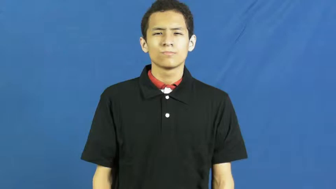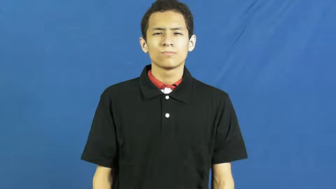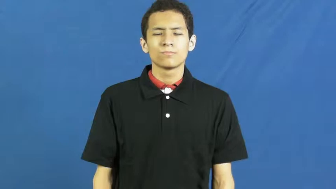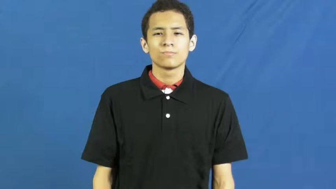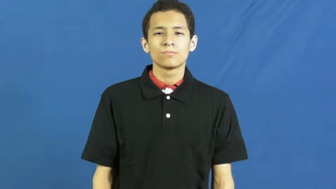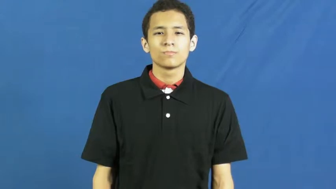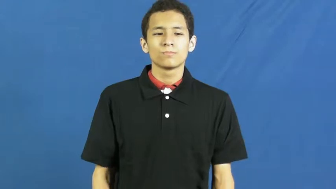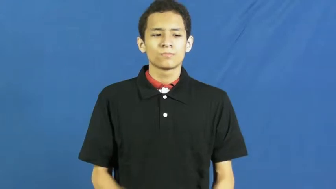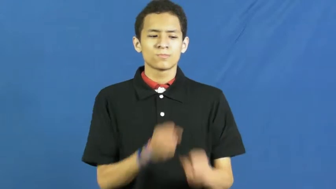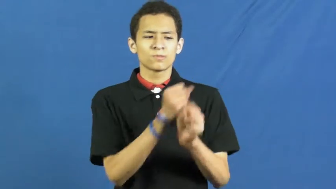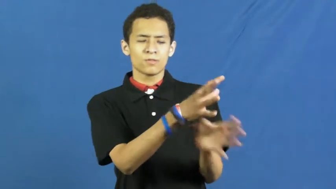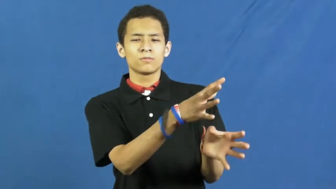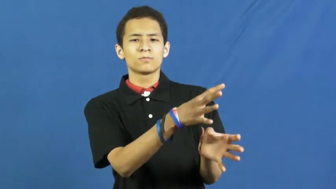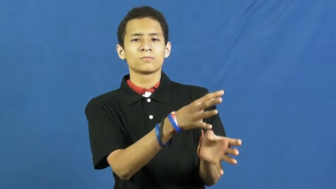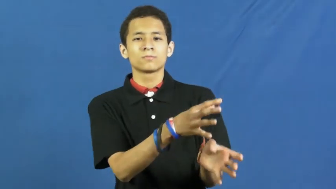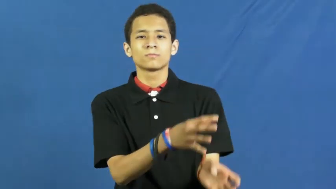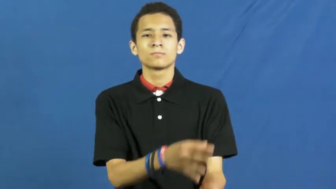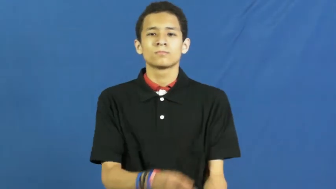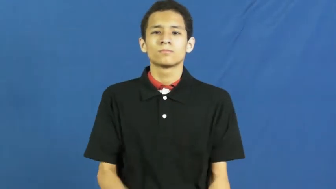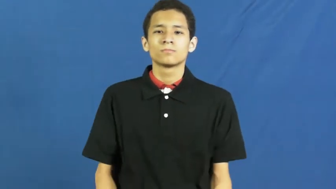kick up-cause